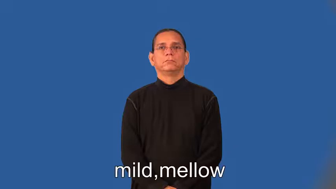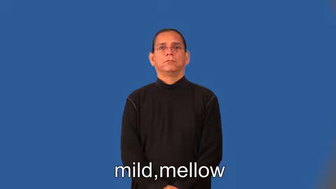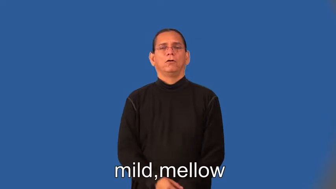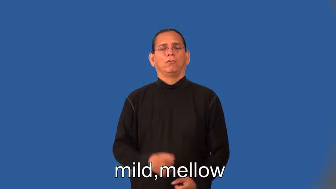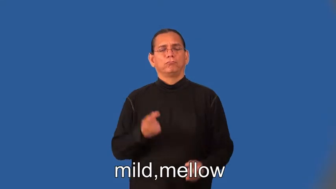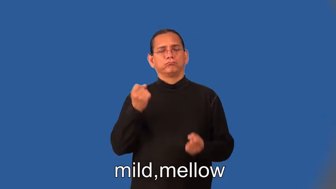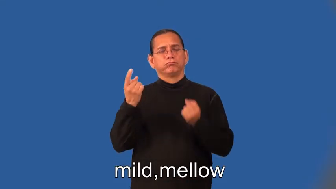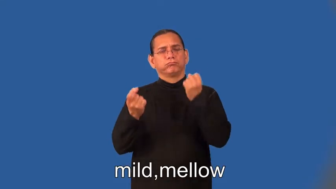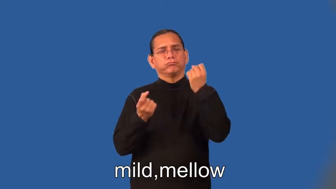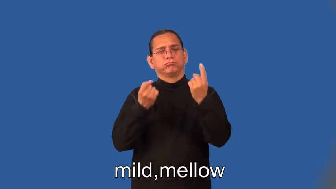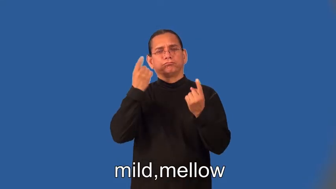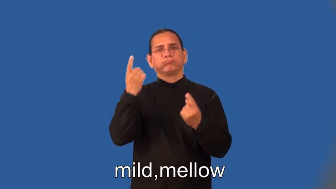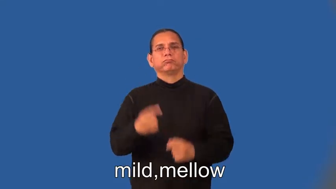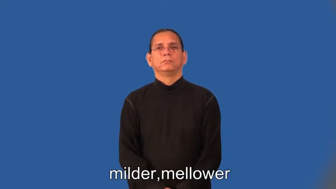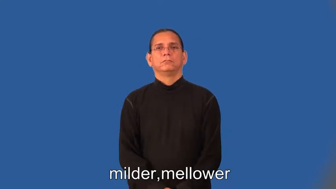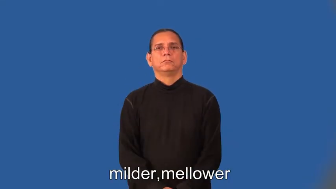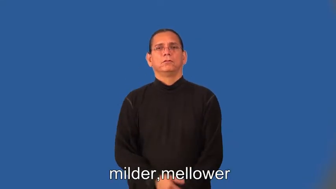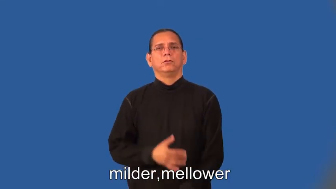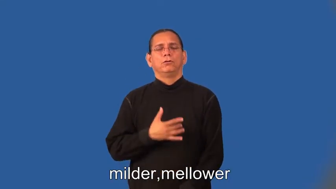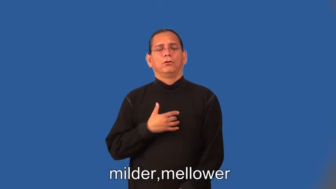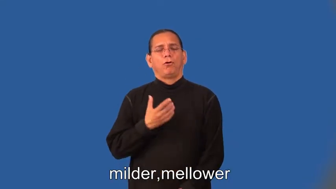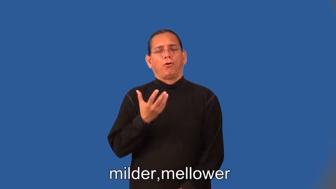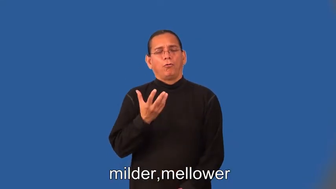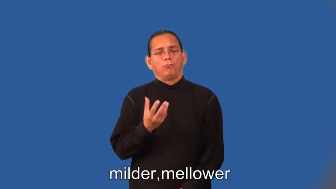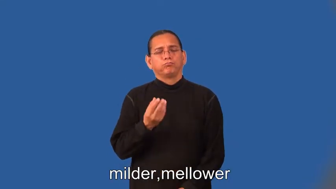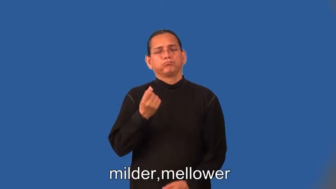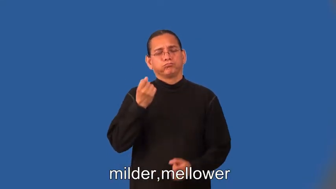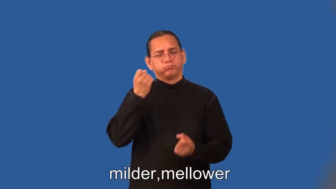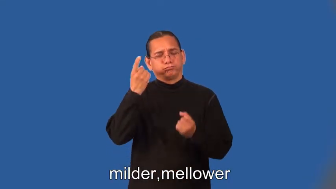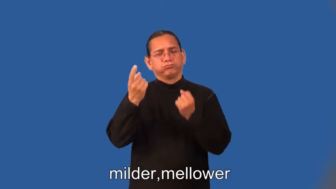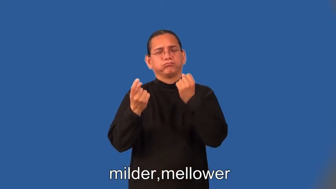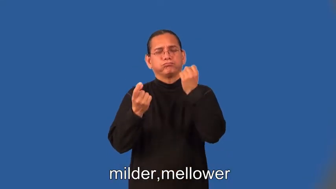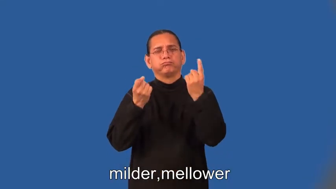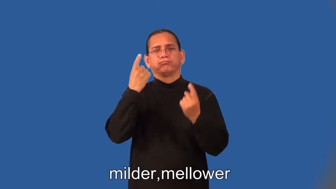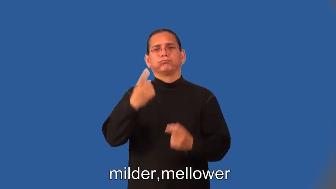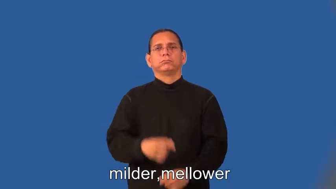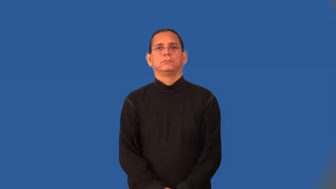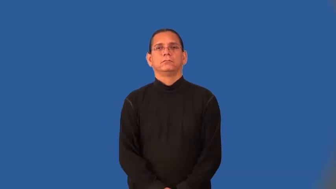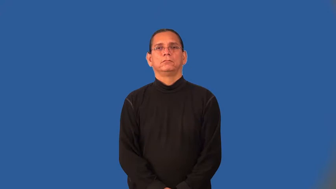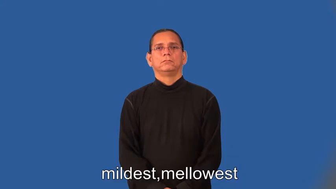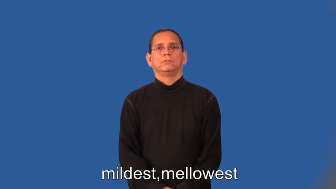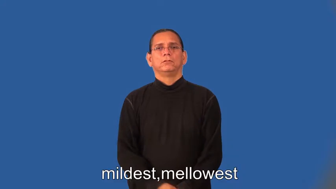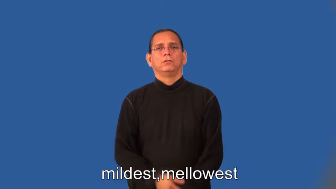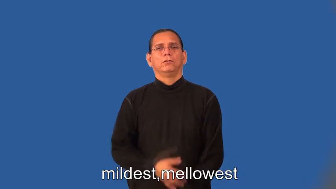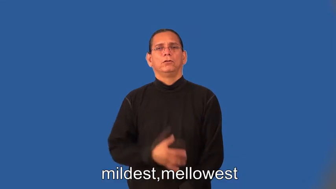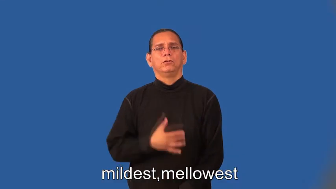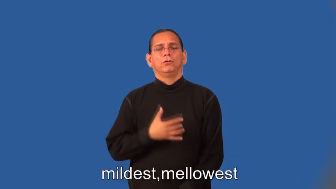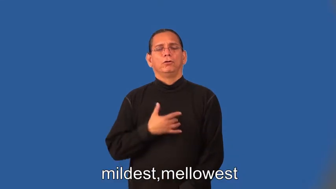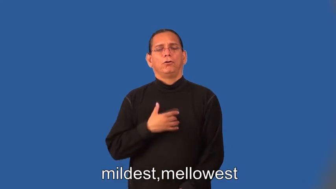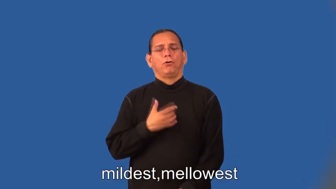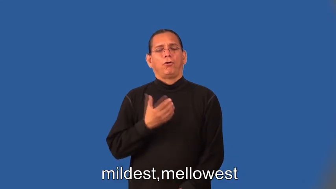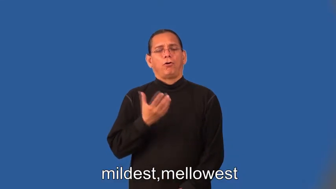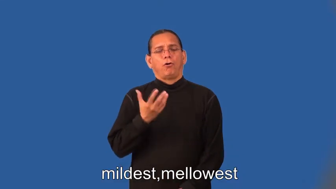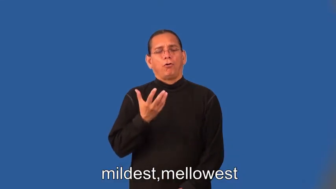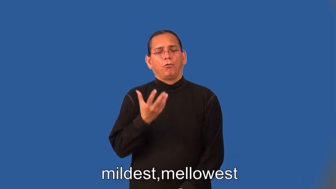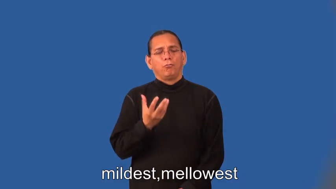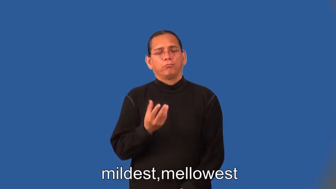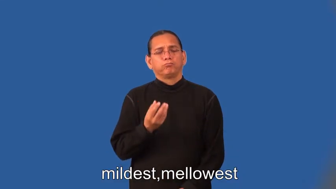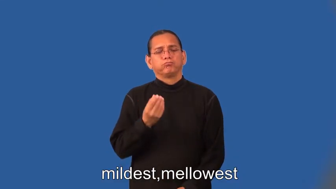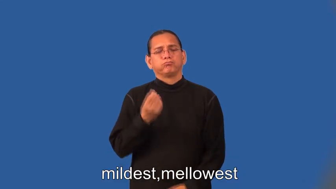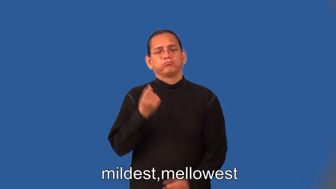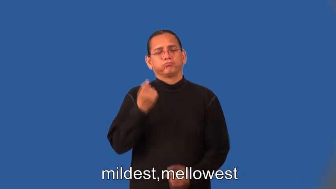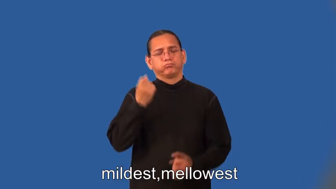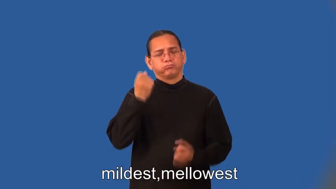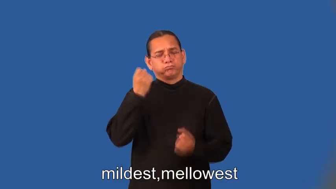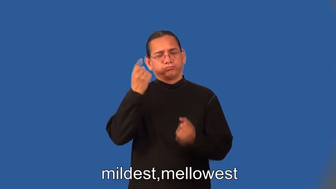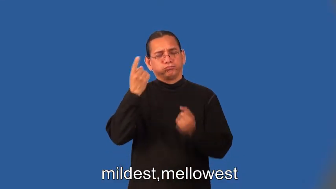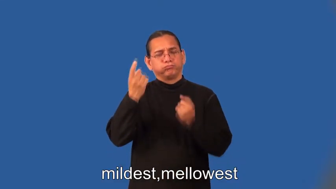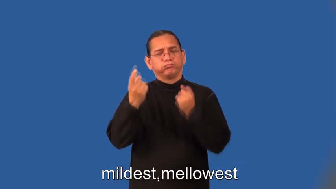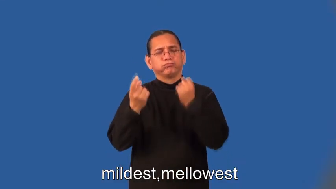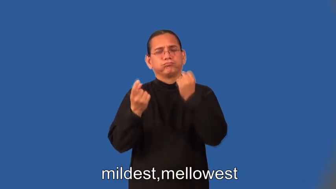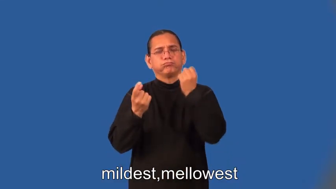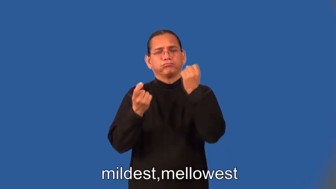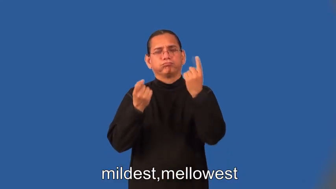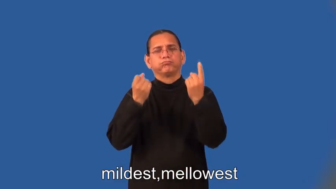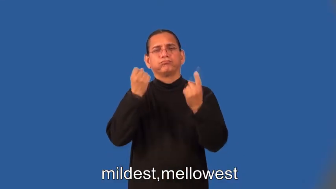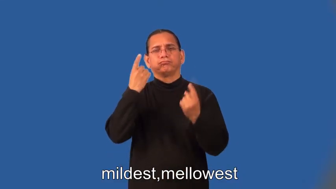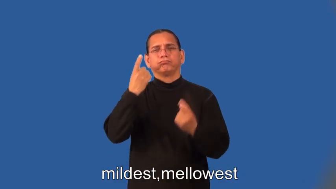milder,mellower,mildest,mellowest